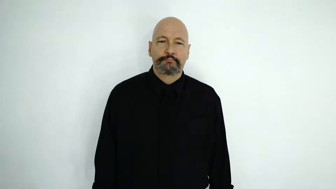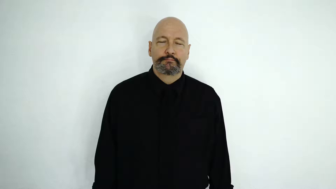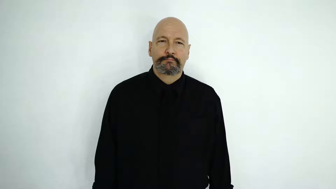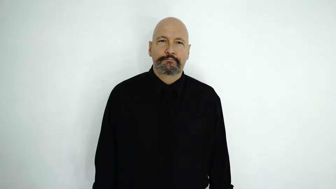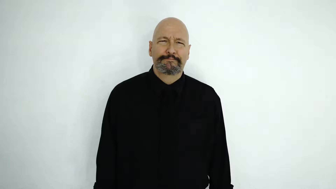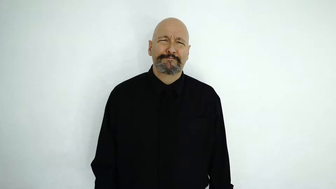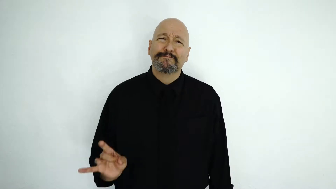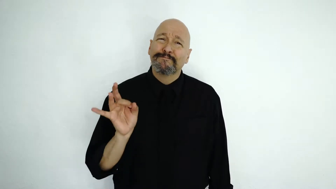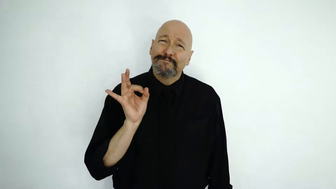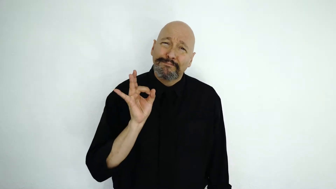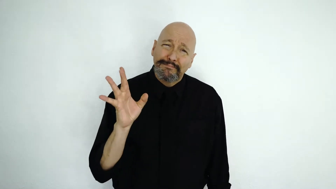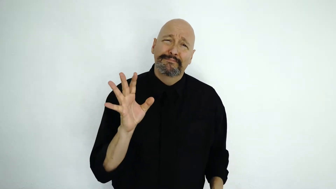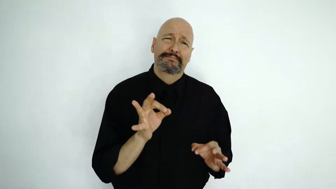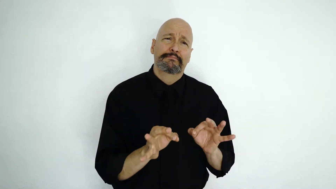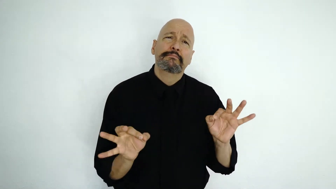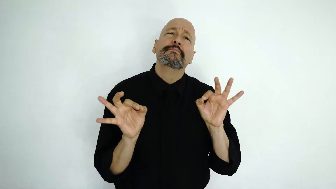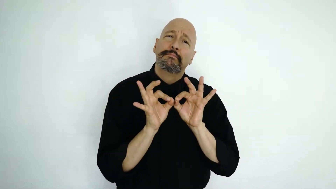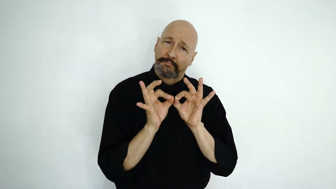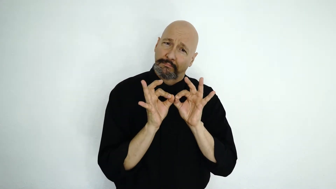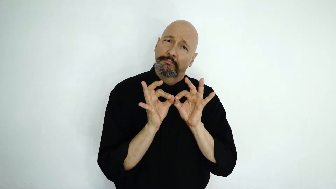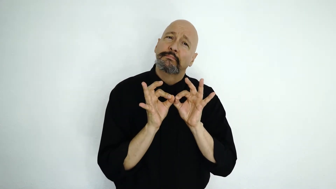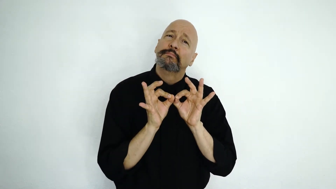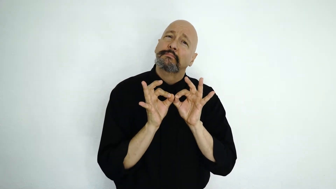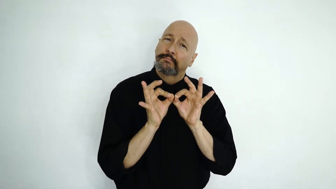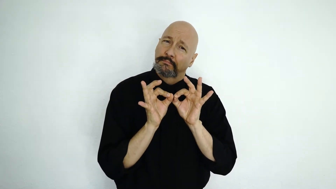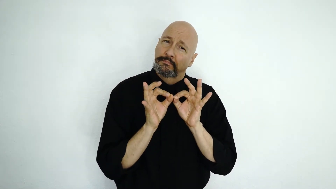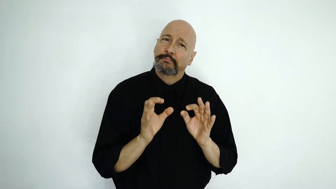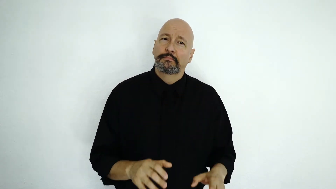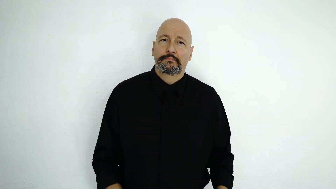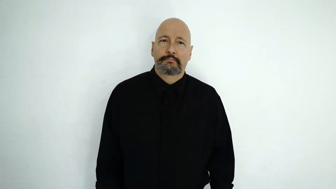essential-[extreme-[TERRIBLE]-IMPORTANT]